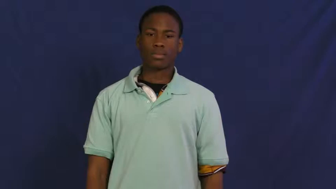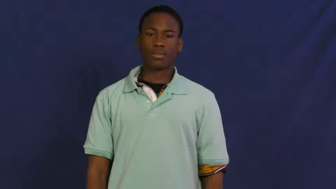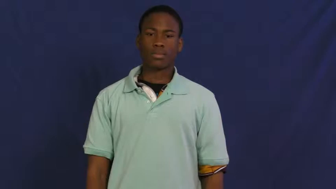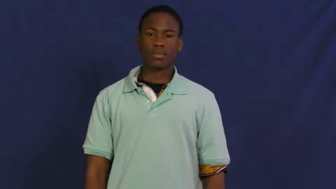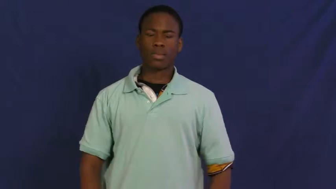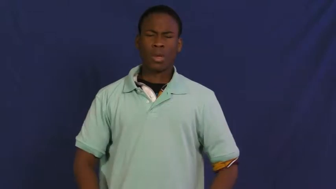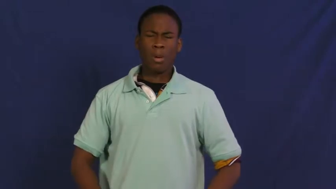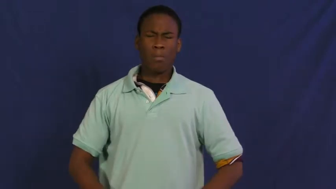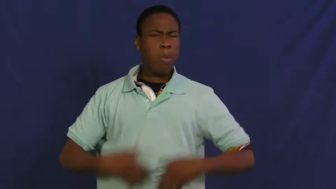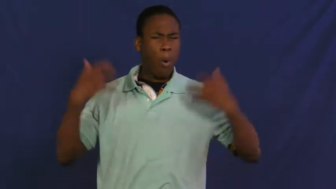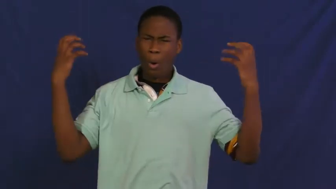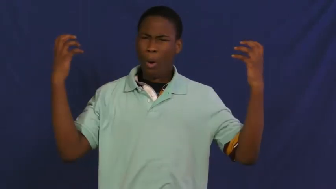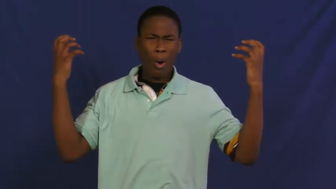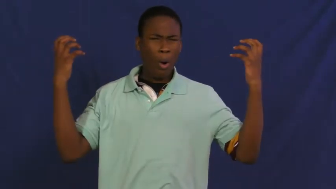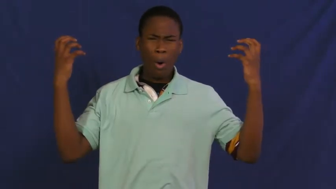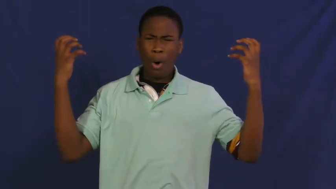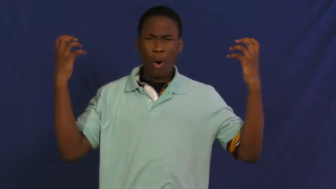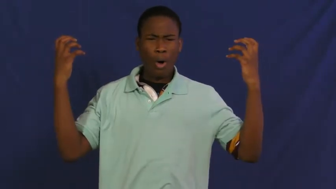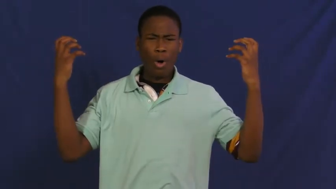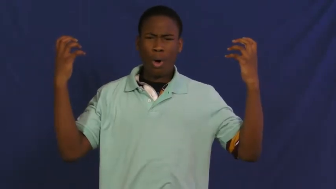furious,incandescent,shirty,splenetic,virulent,wroth